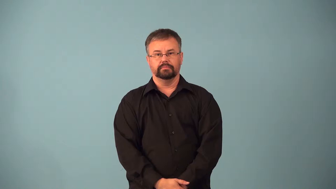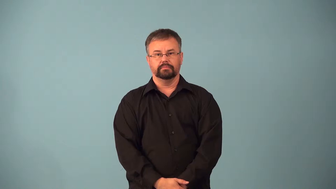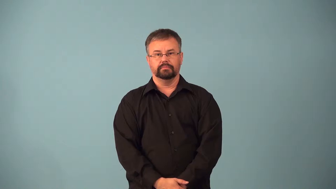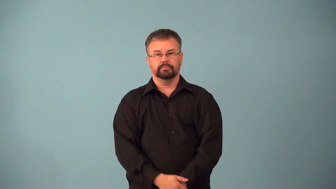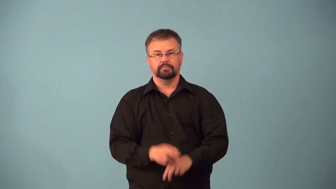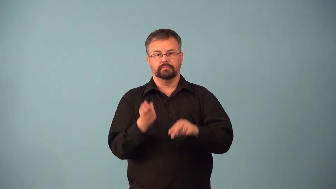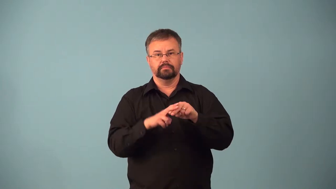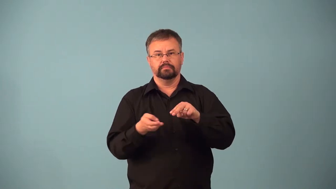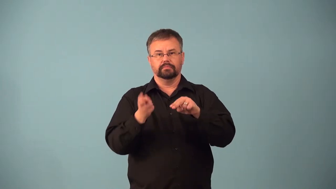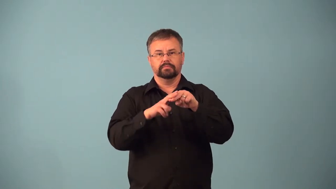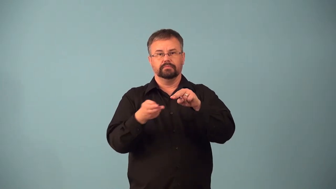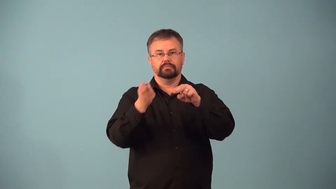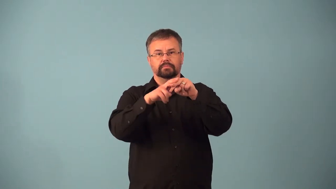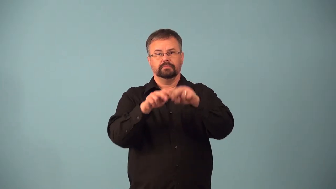accretion